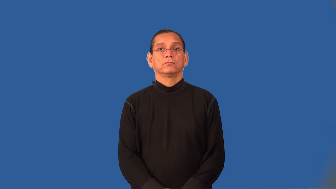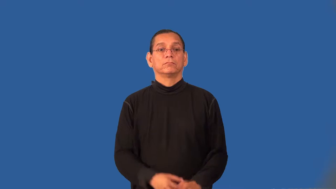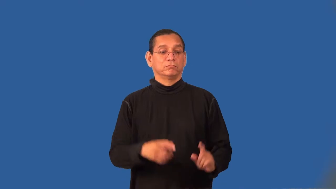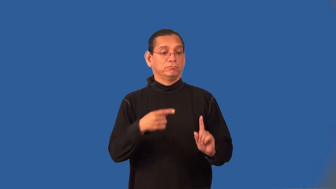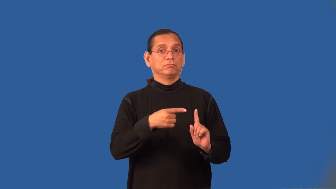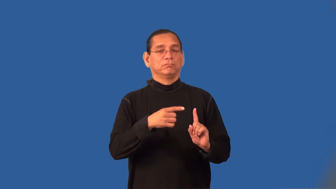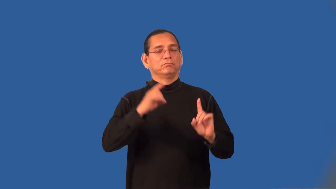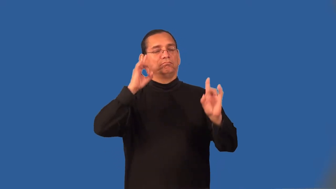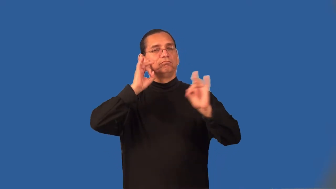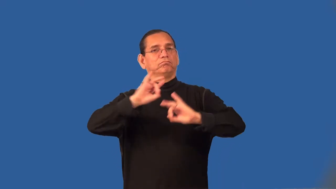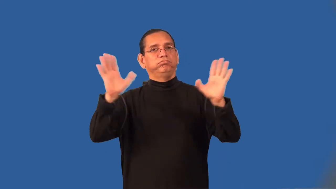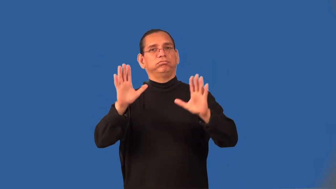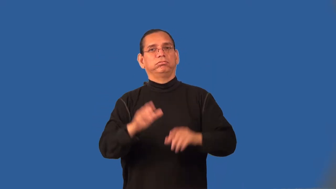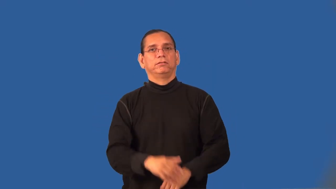superstar